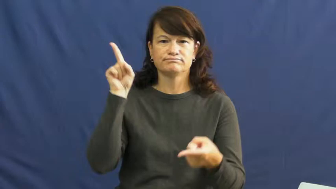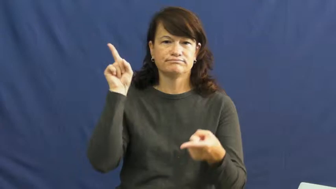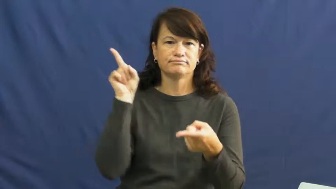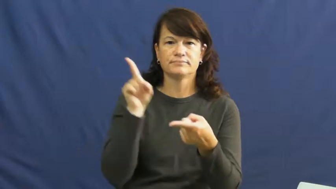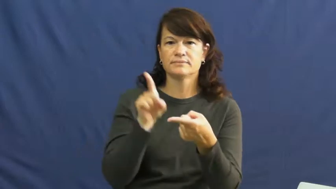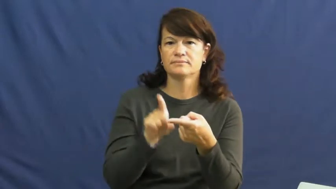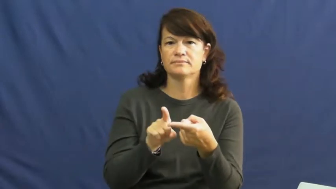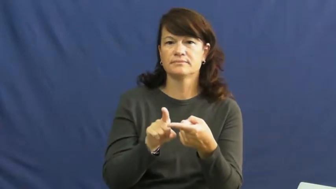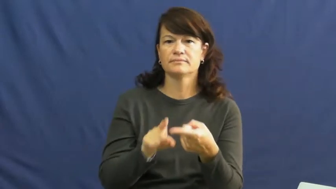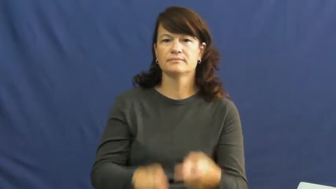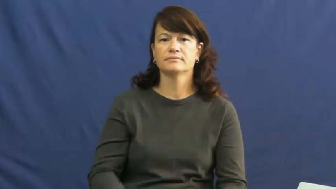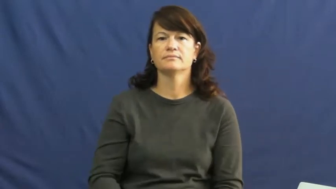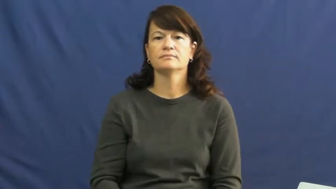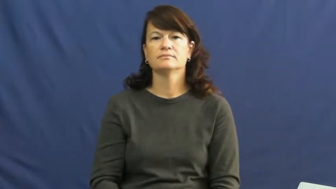die down